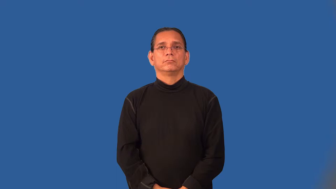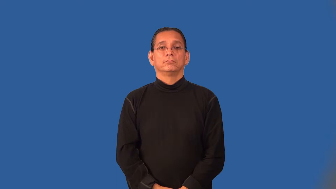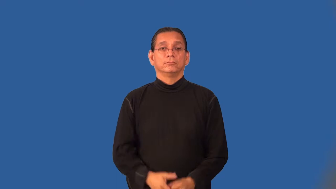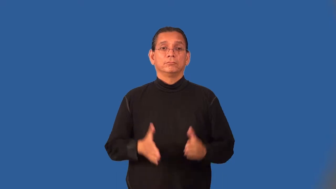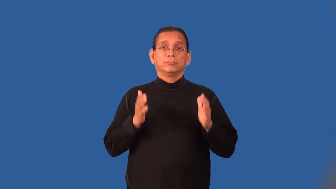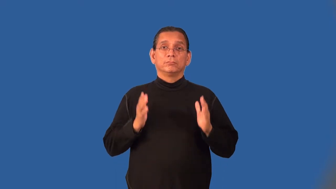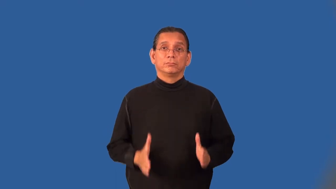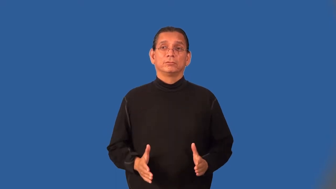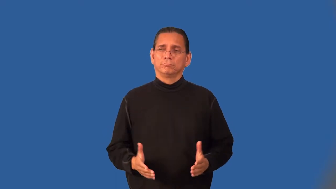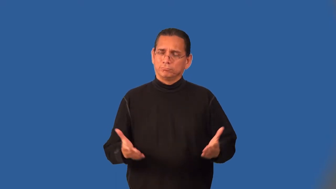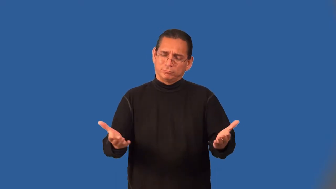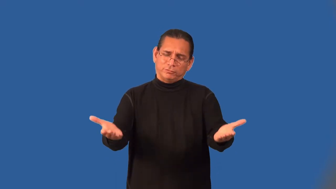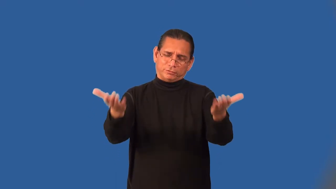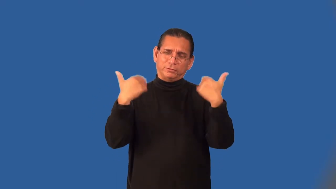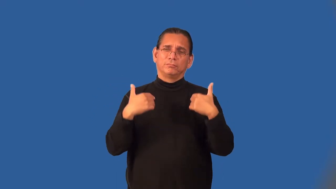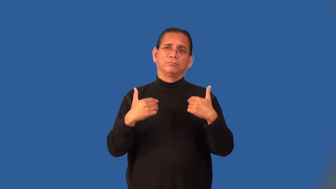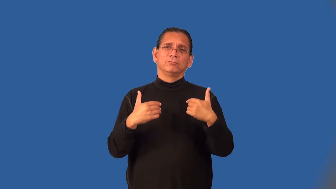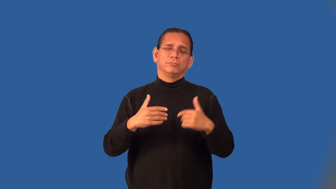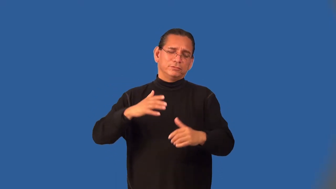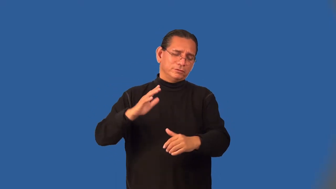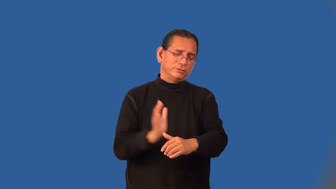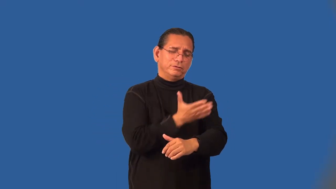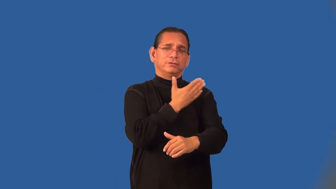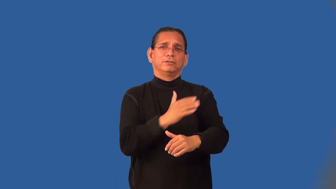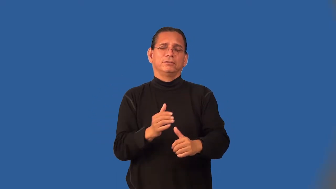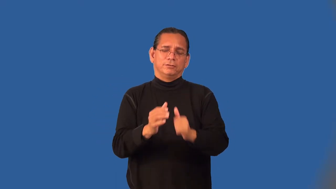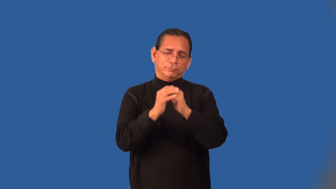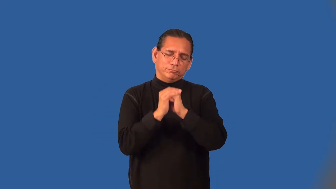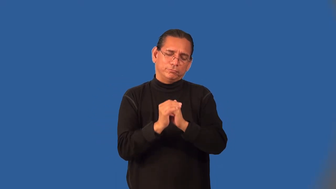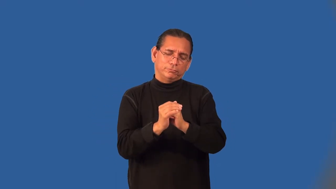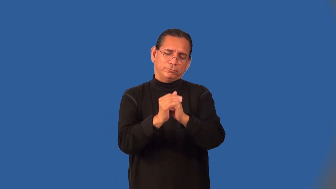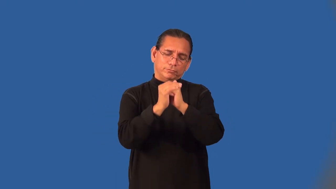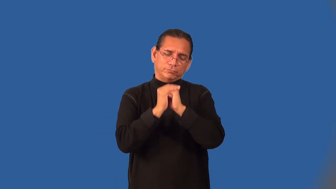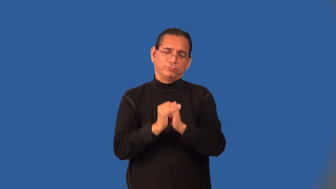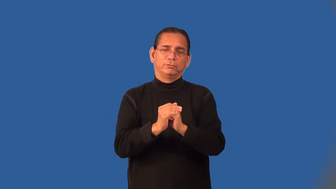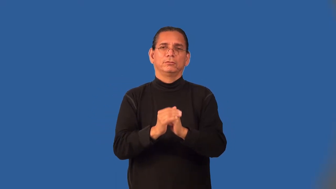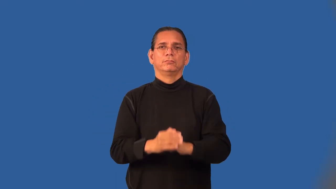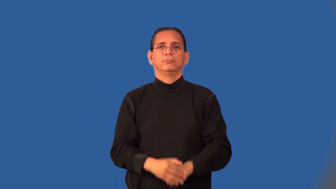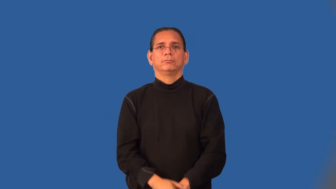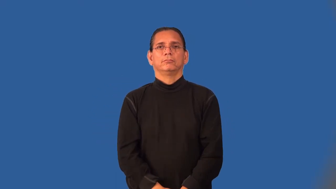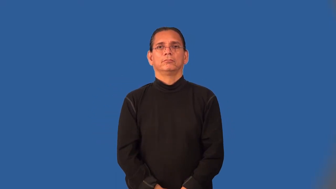cantor